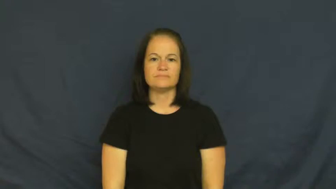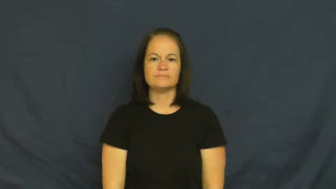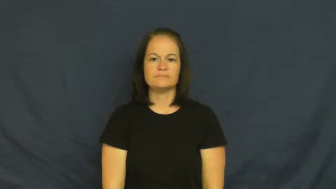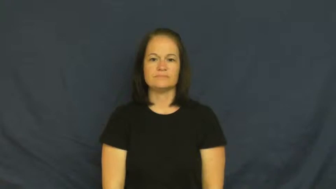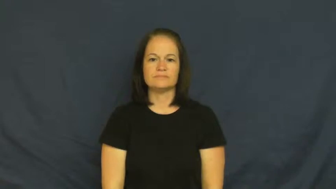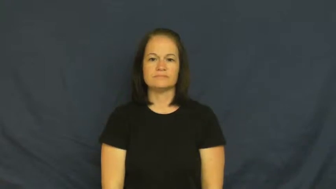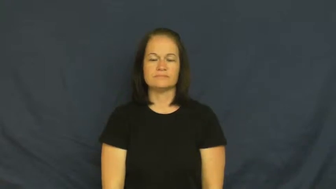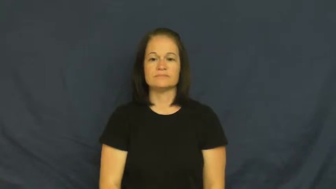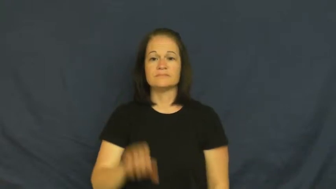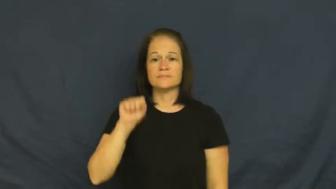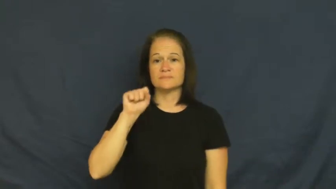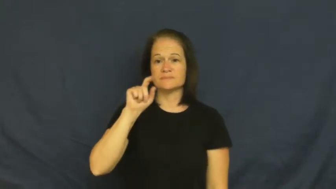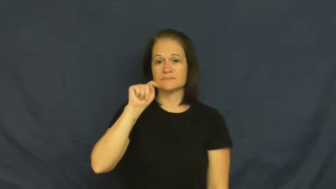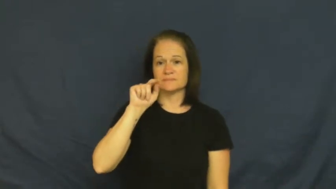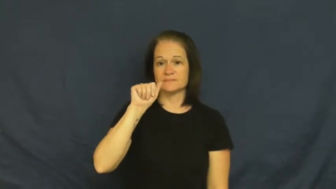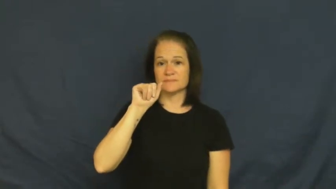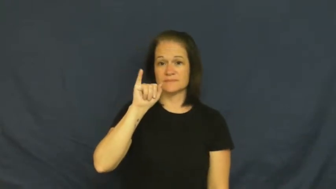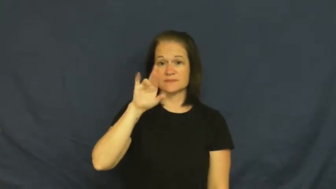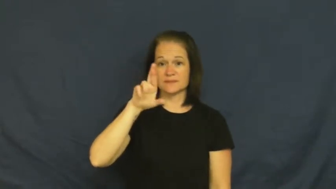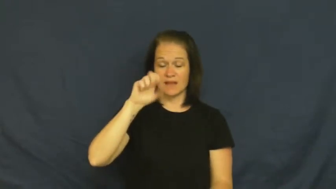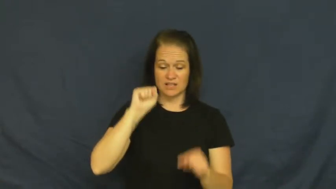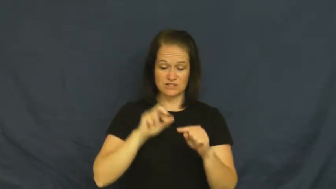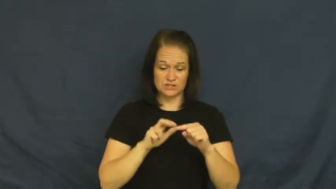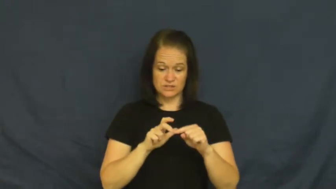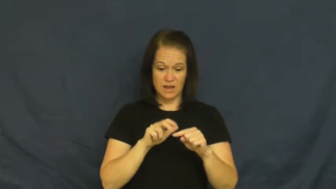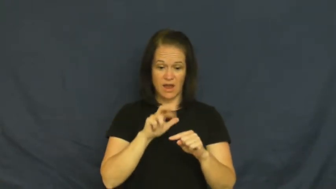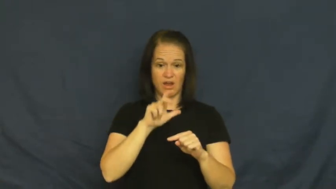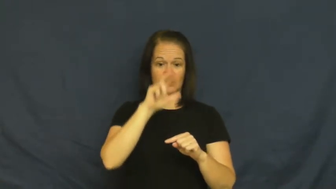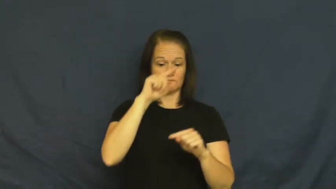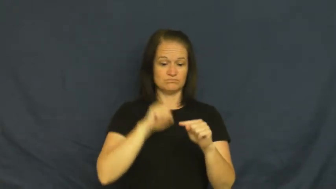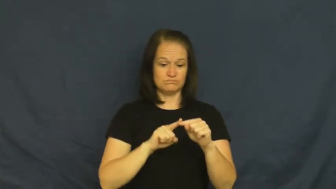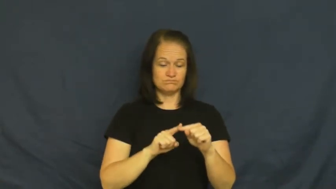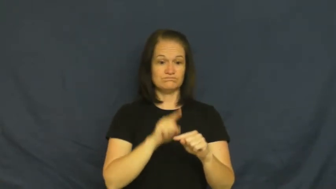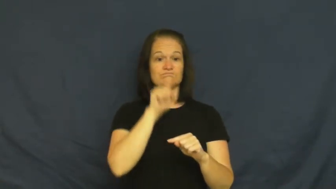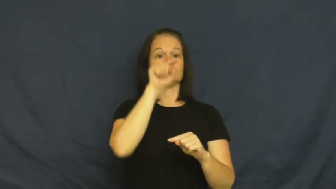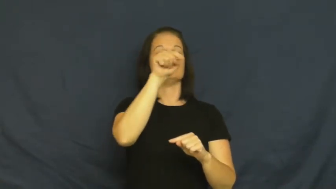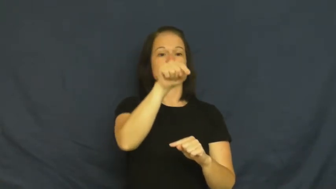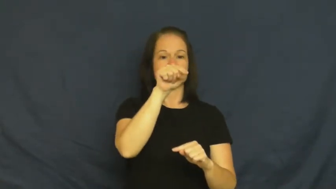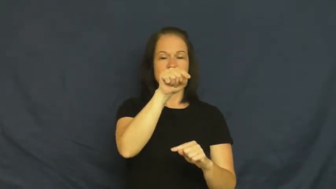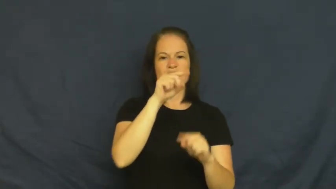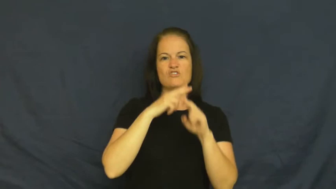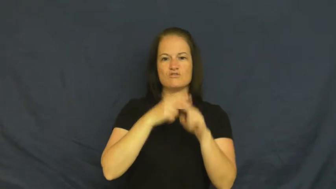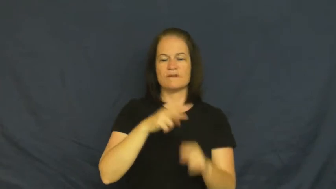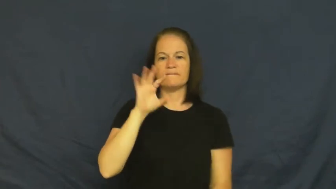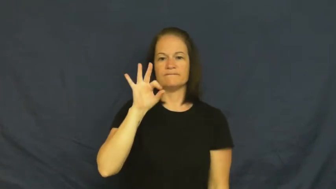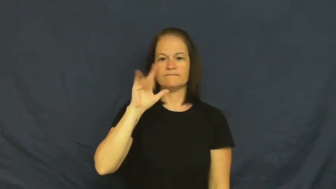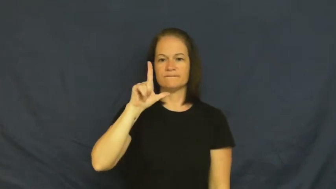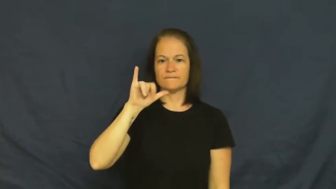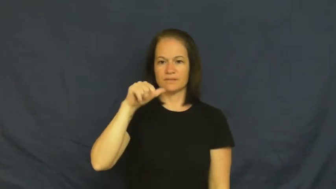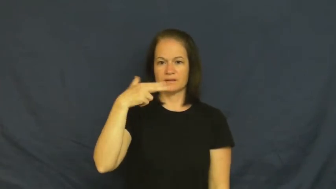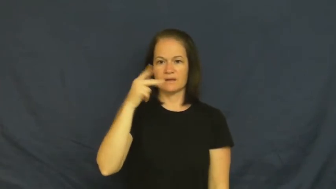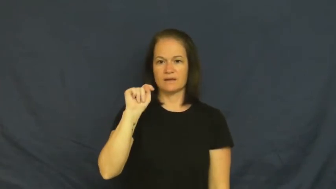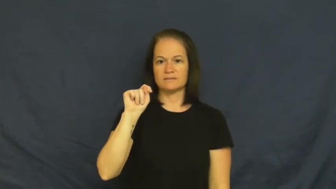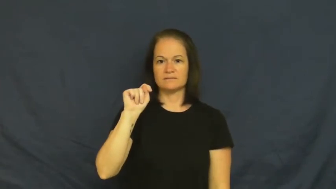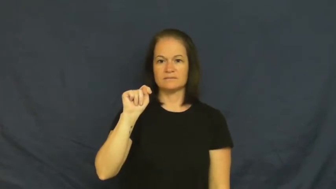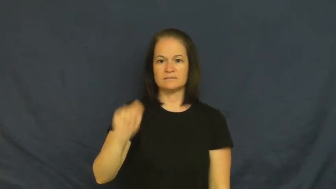landing-stairs